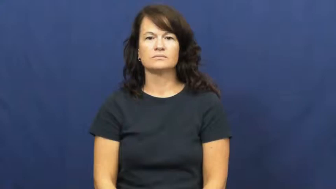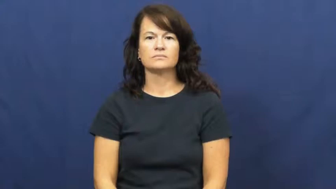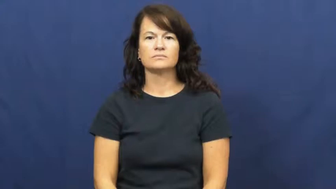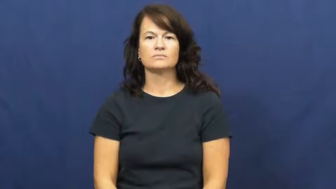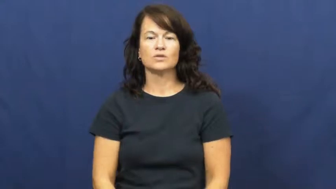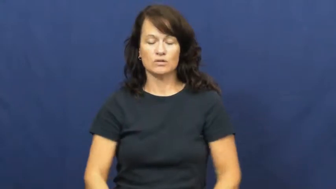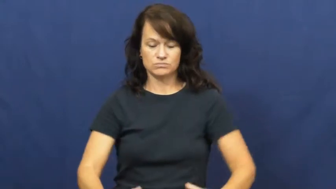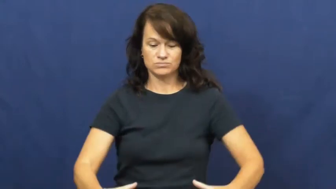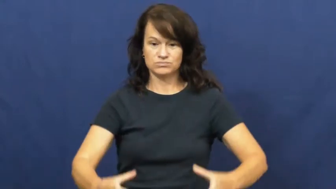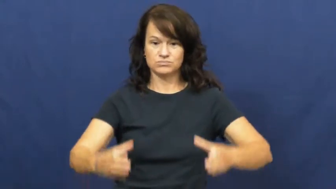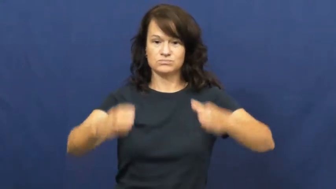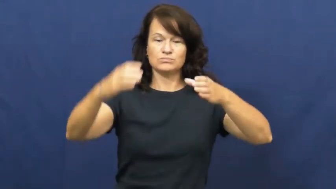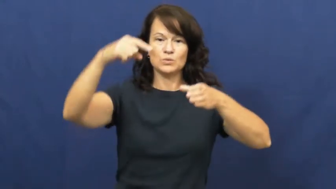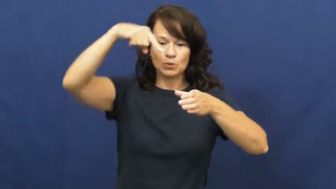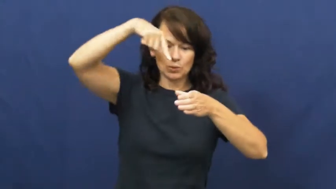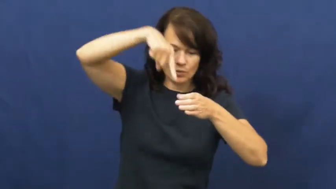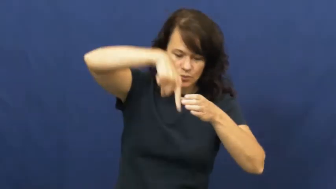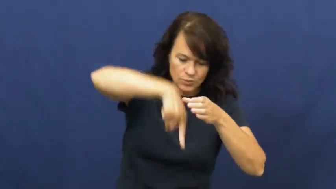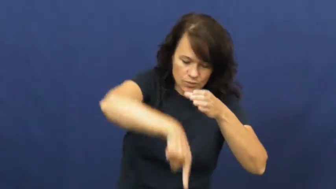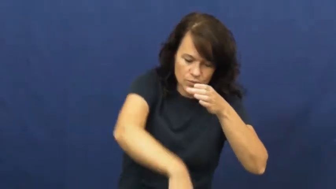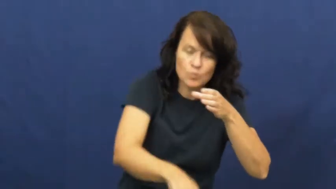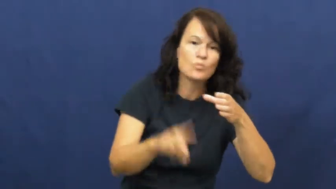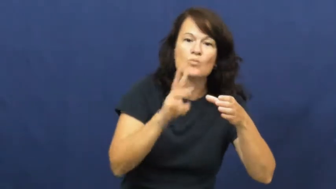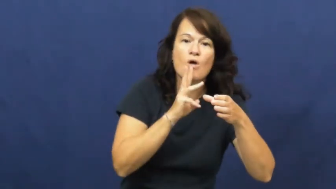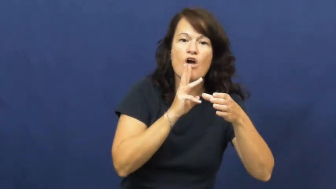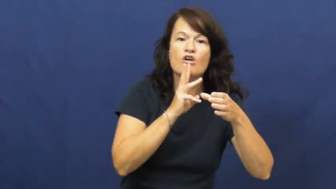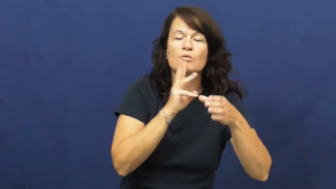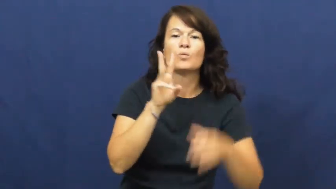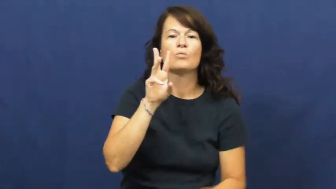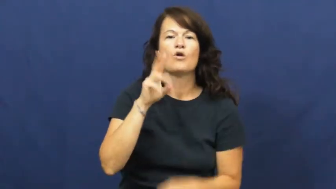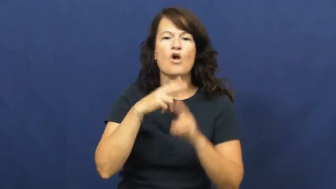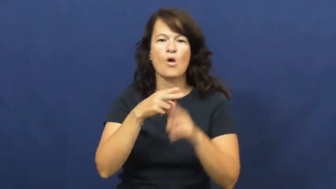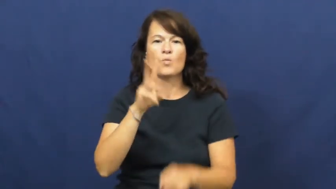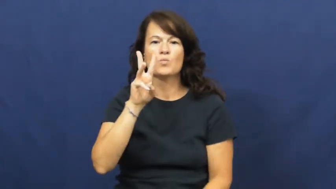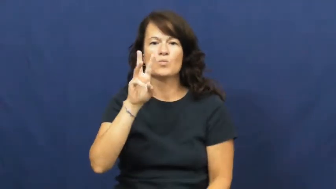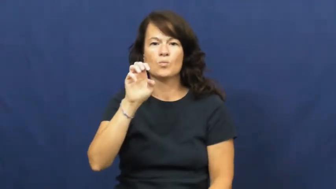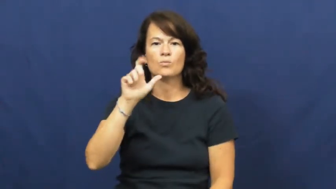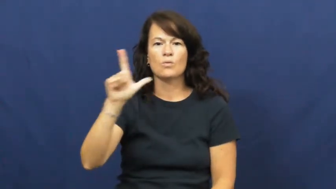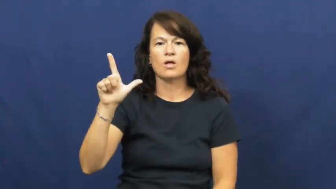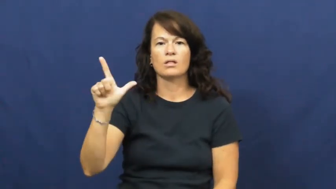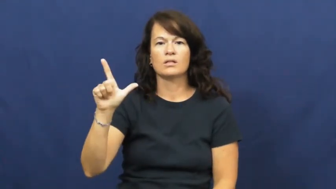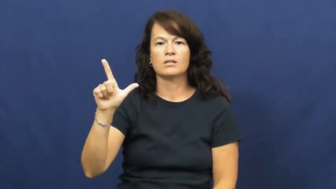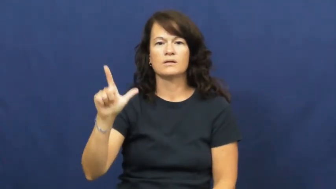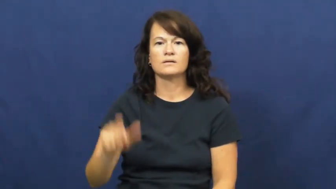well-water